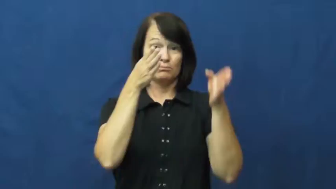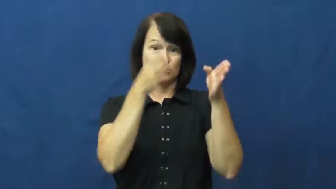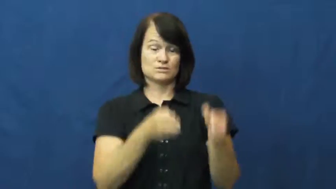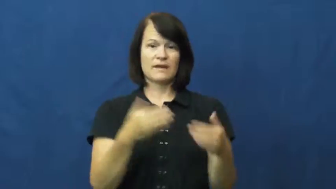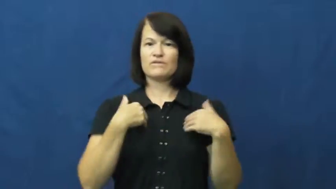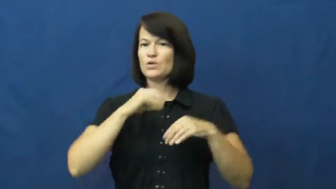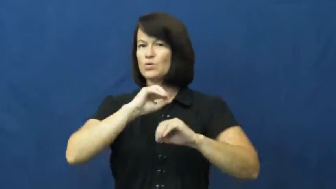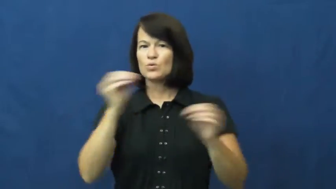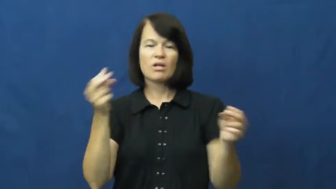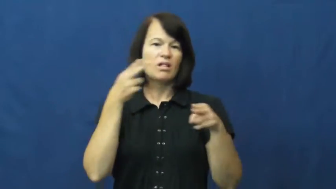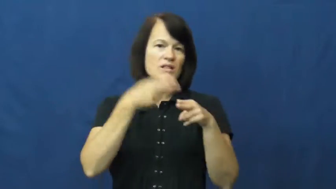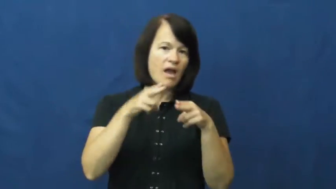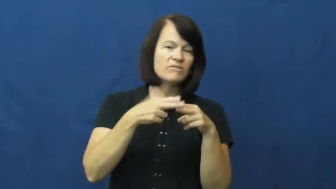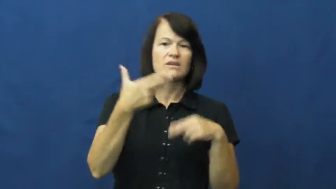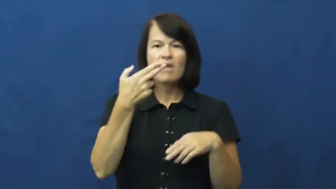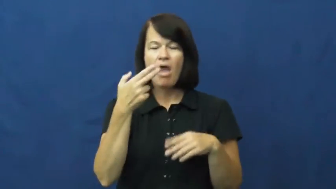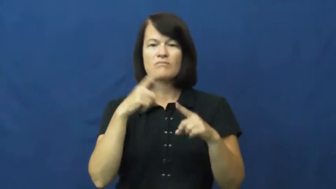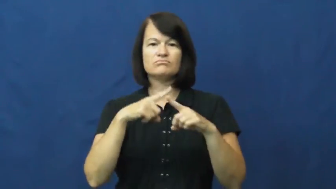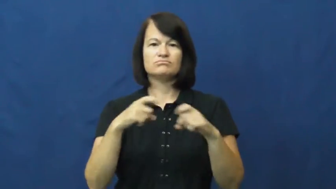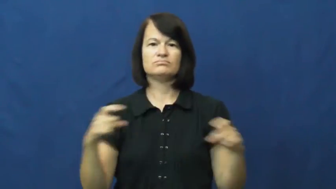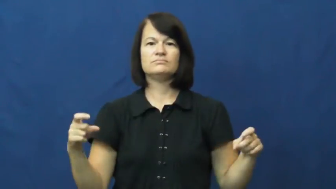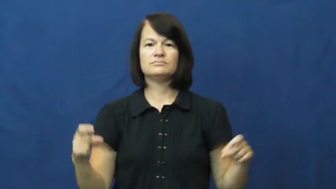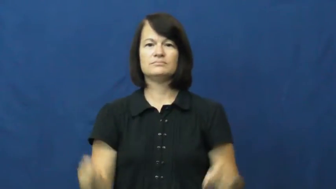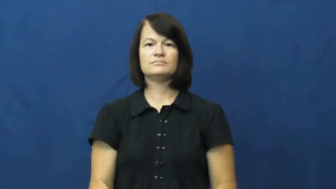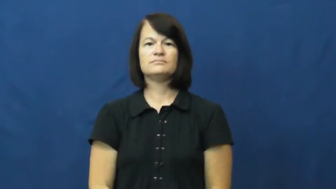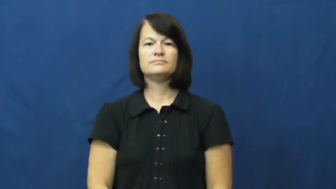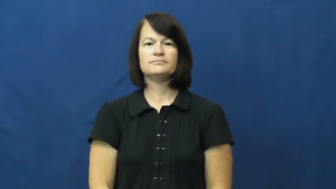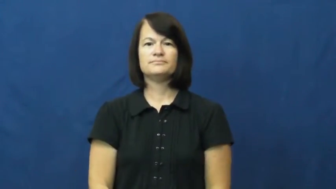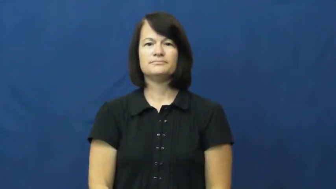unarmed,barehanded